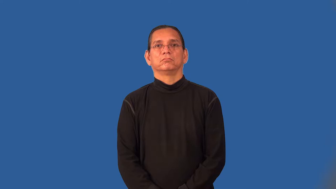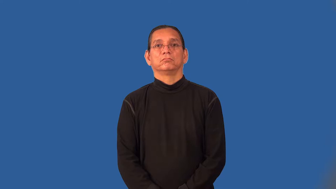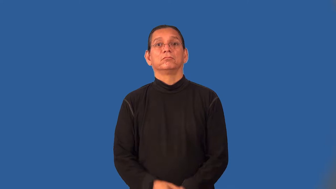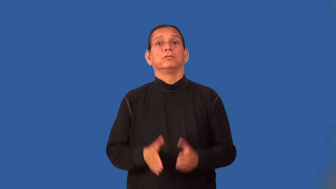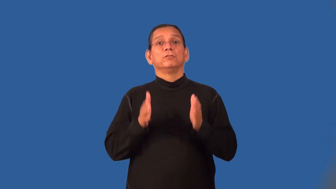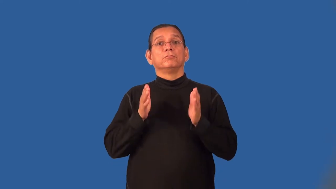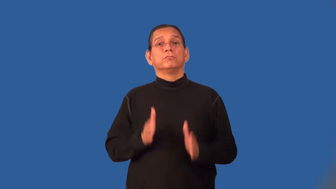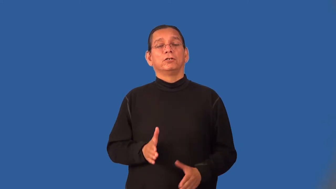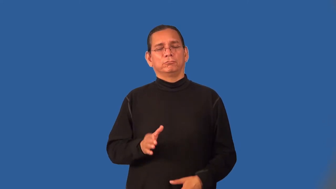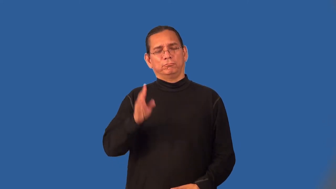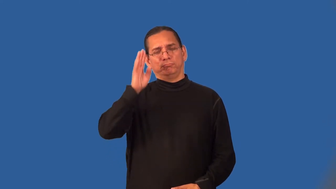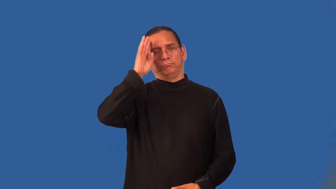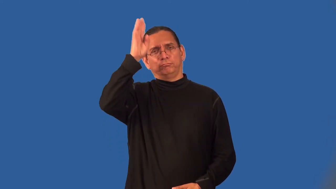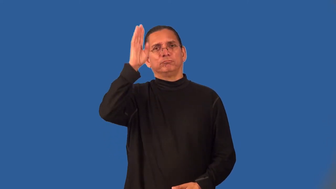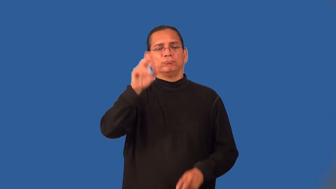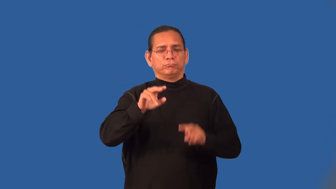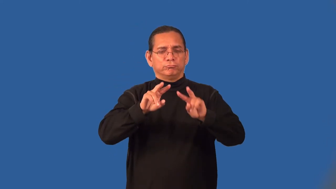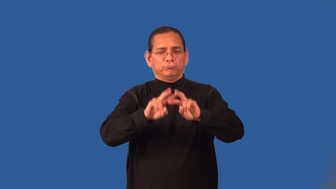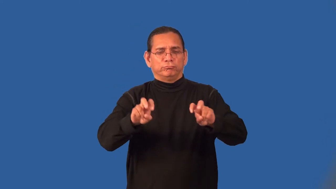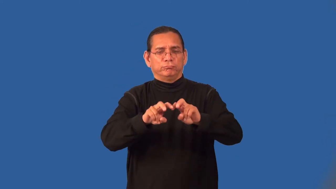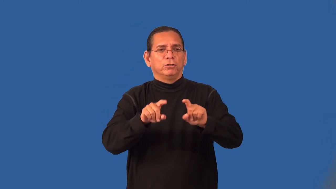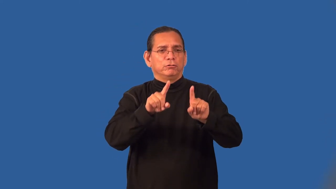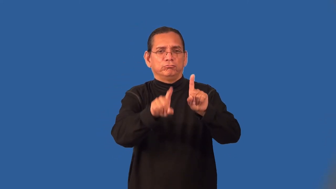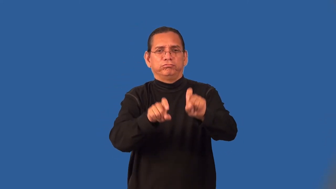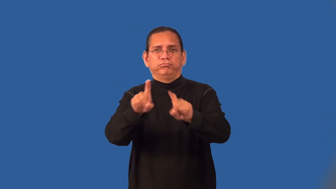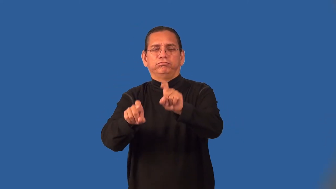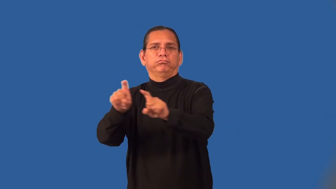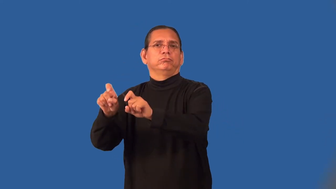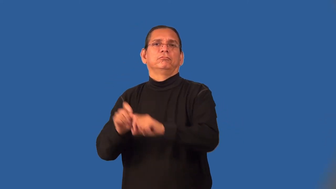pollster